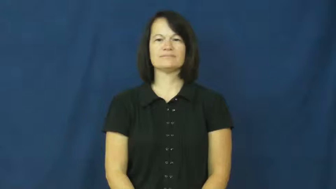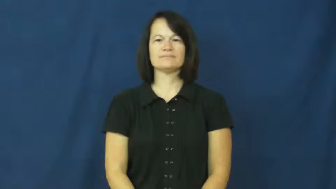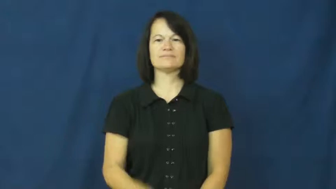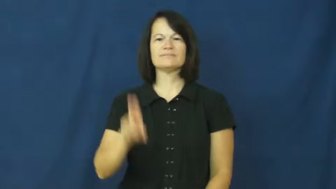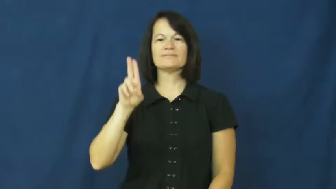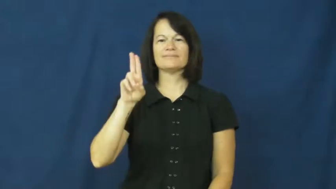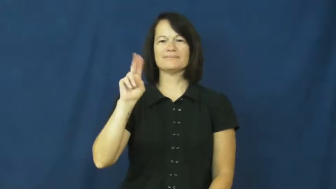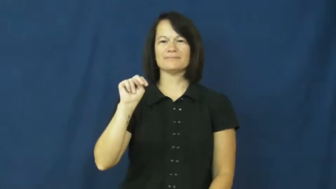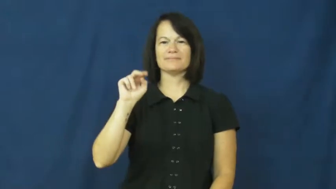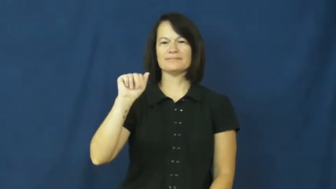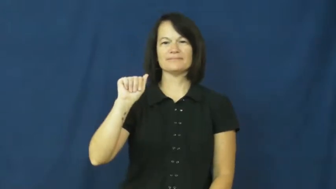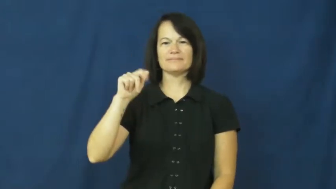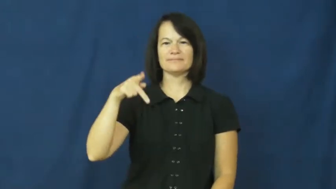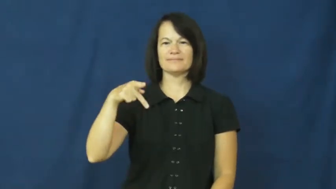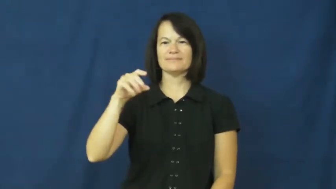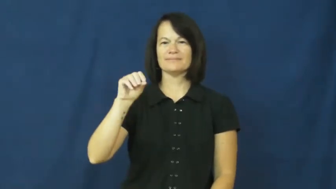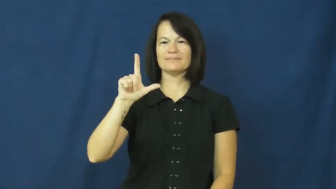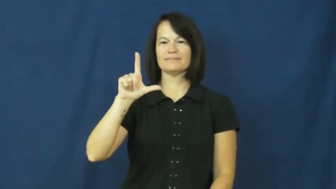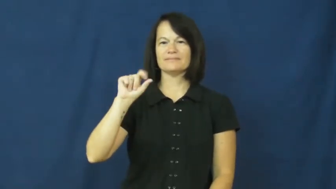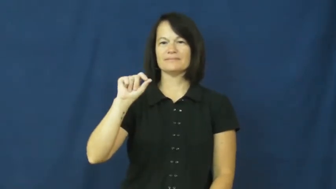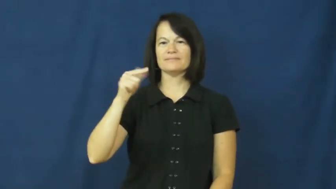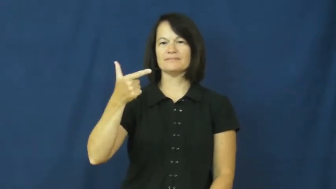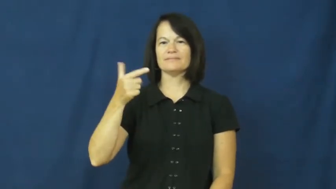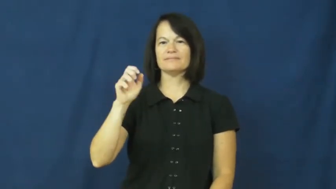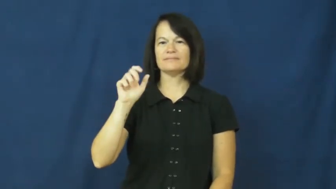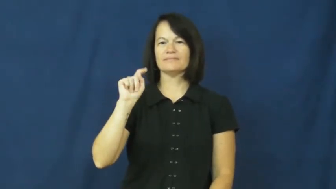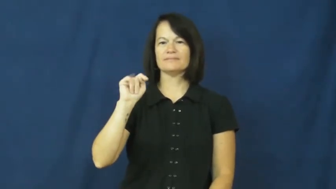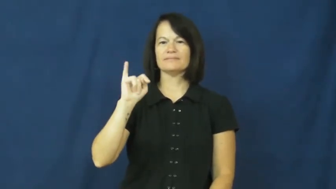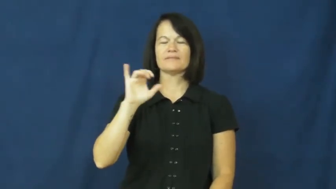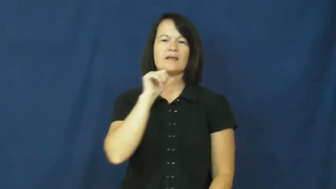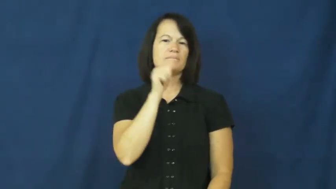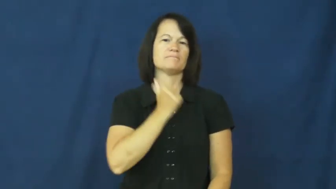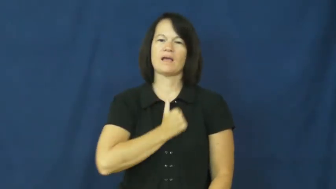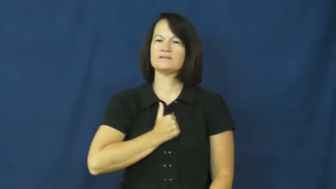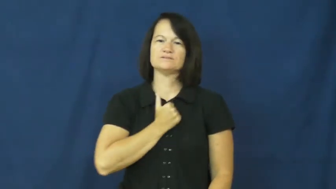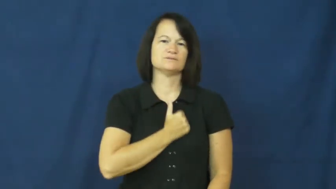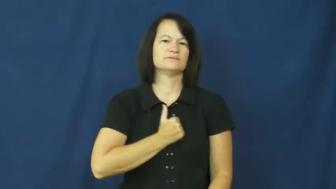unapologetic